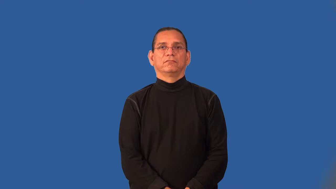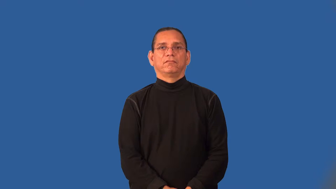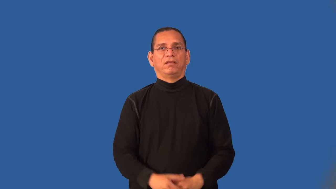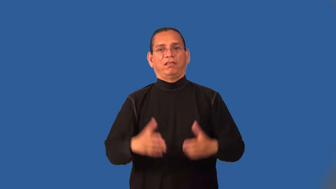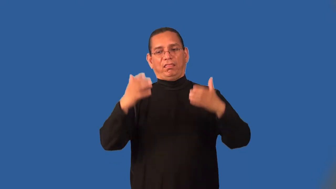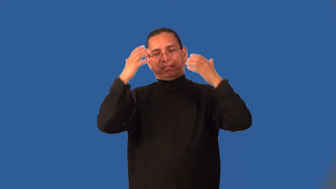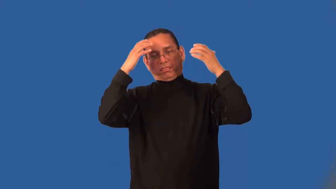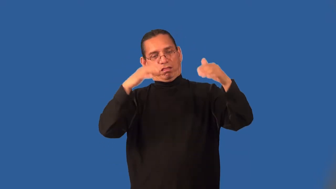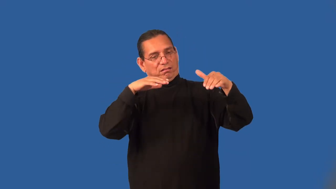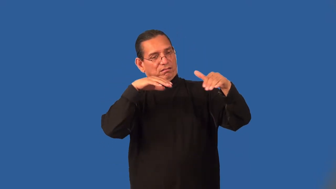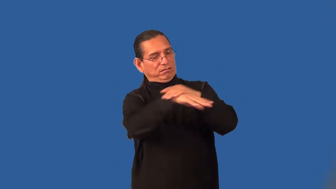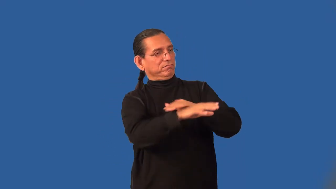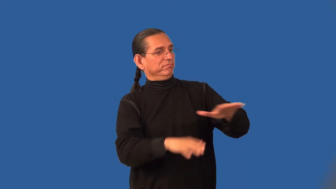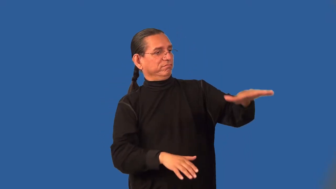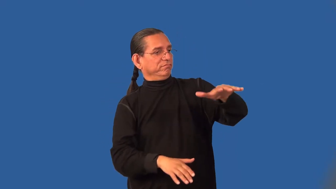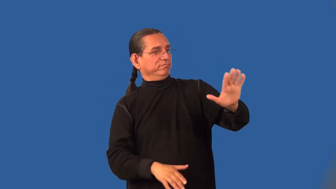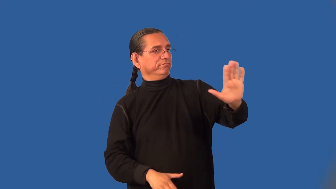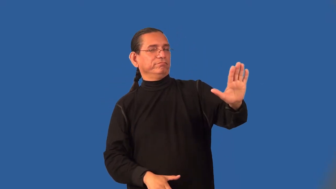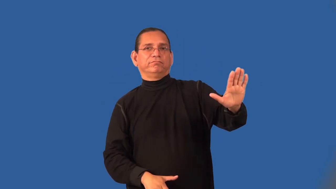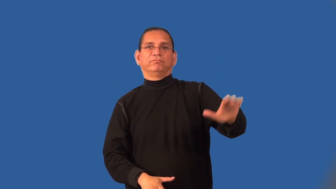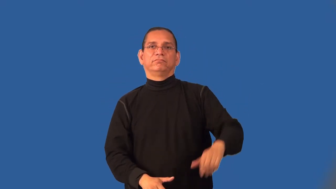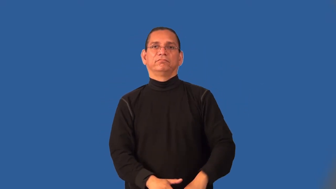impinge,entrench